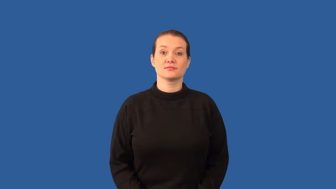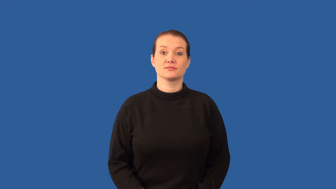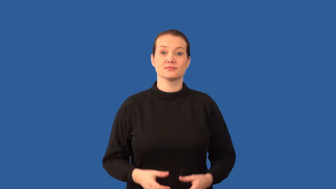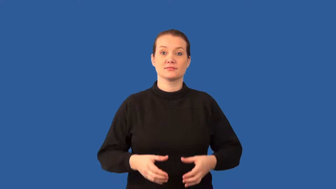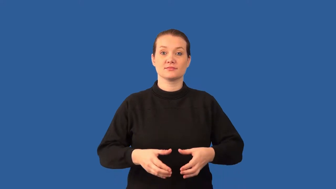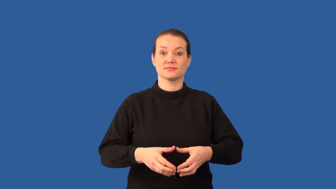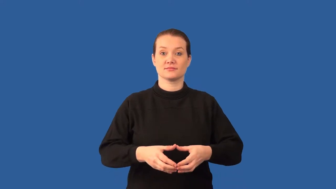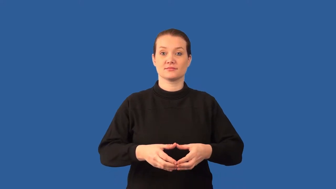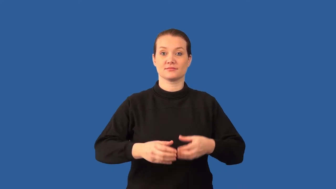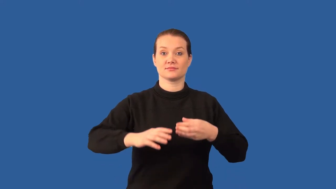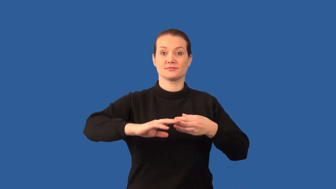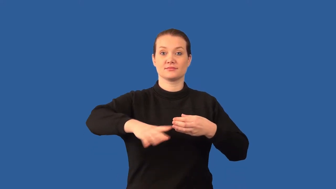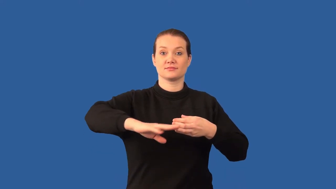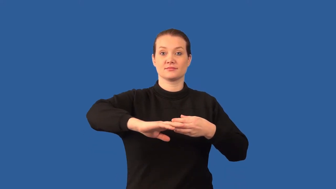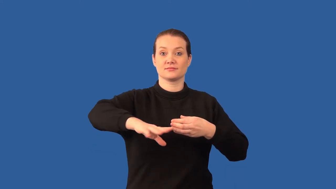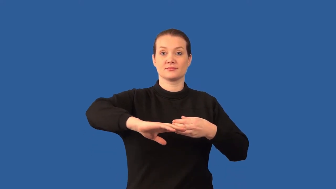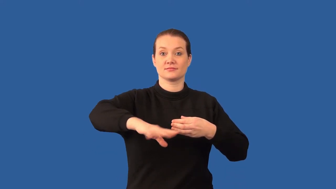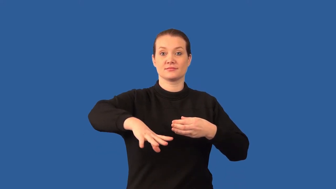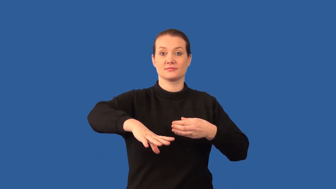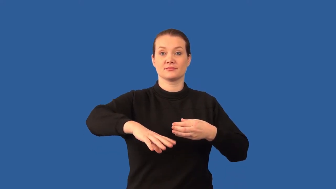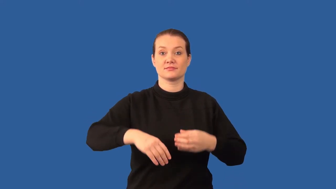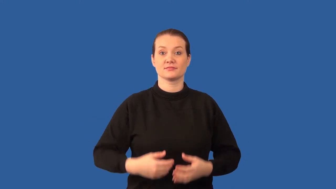exocytosis